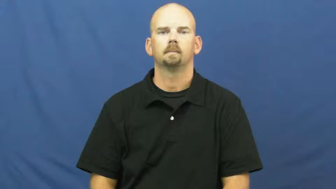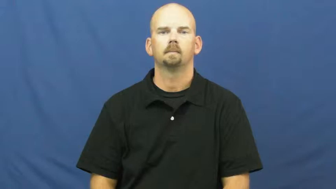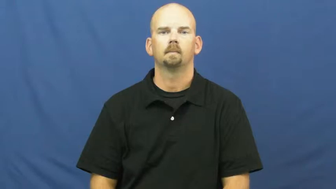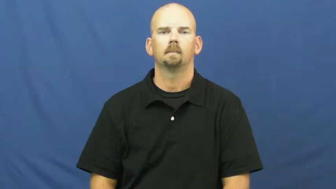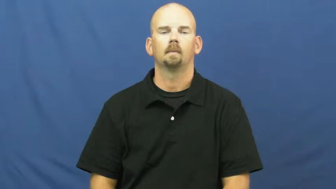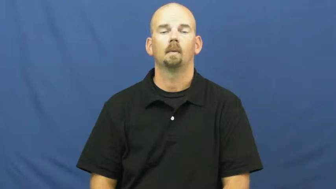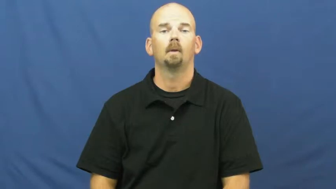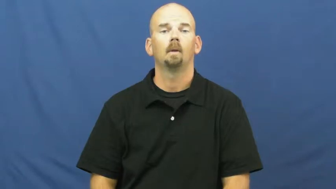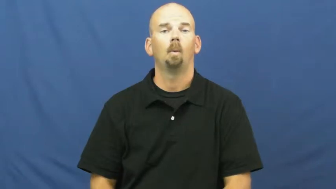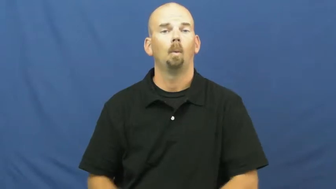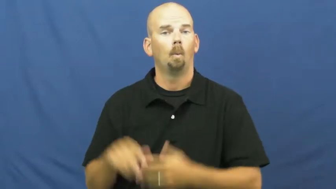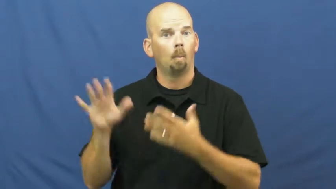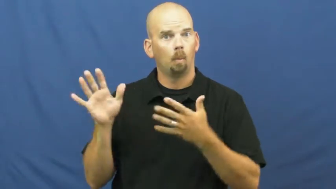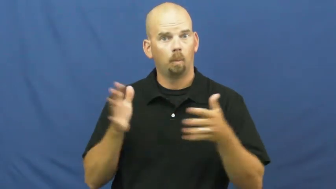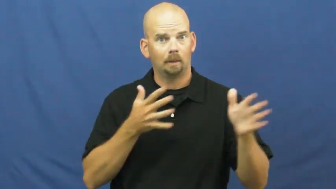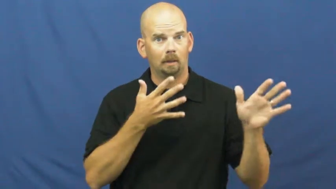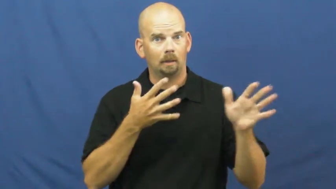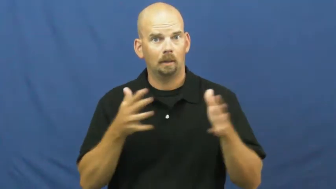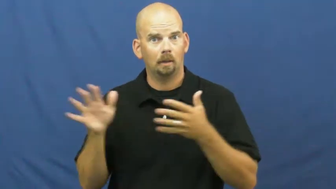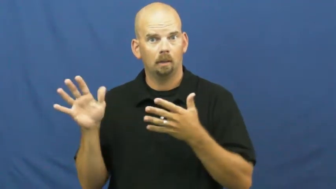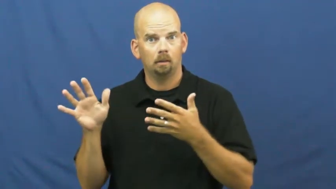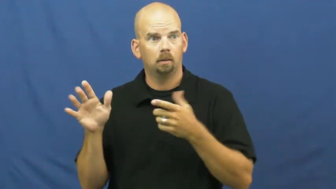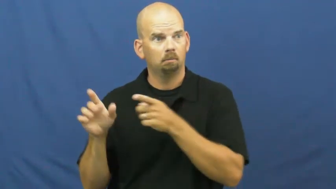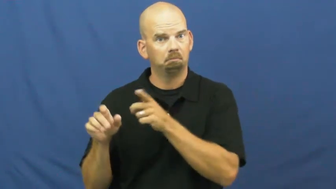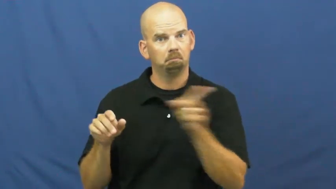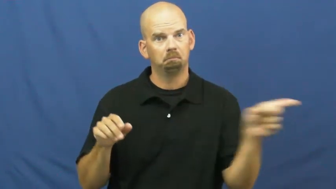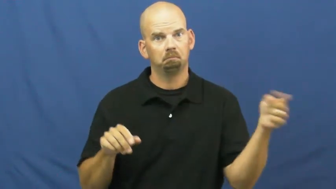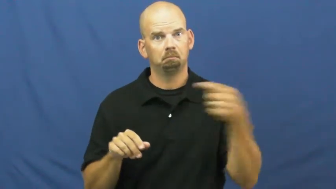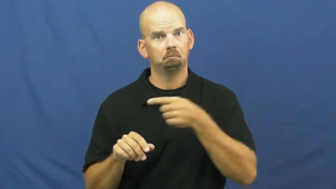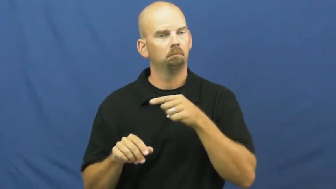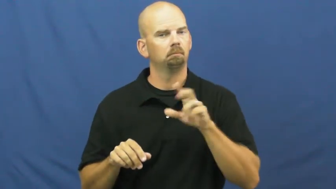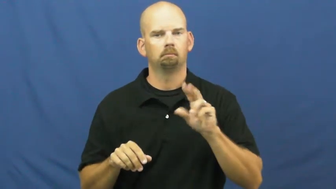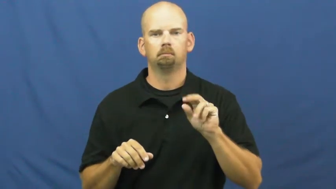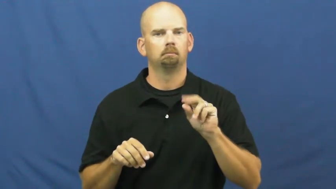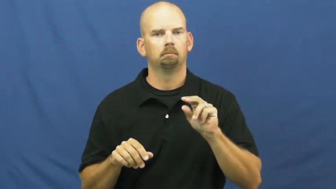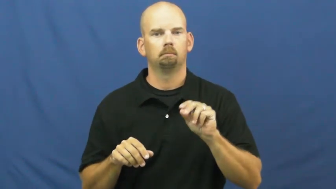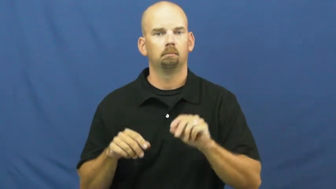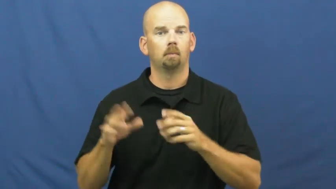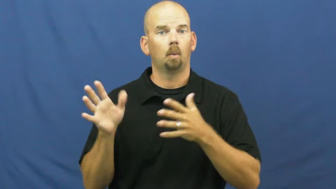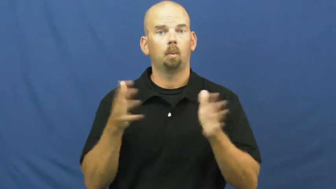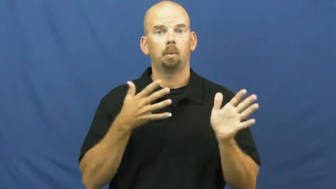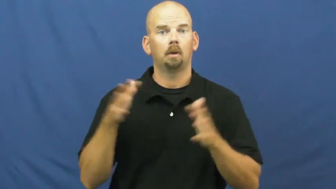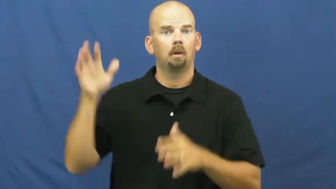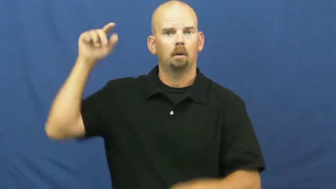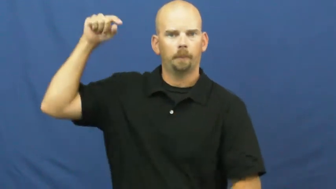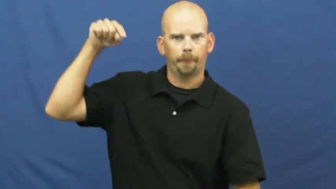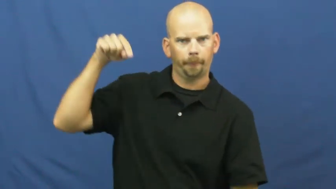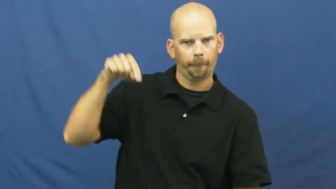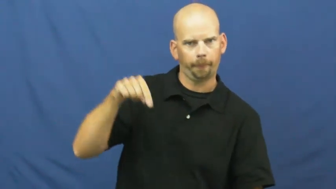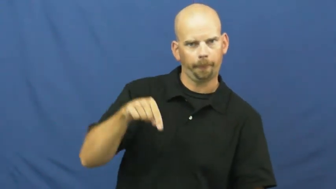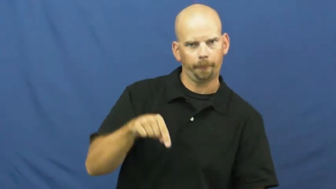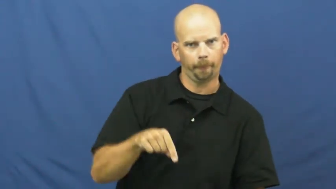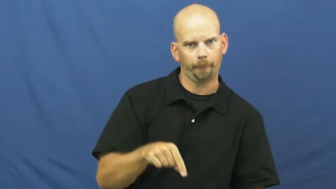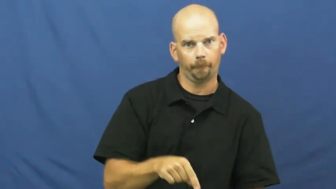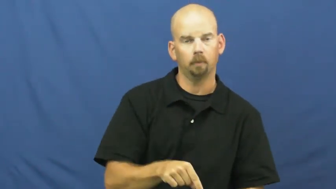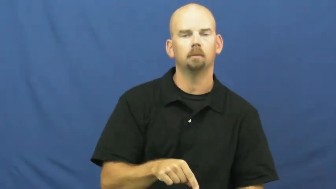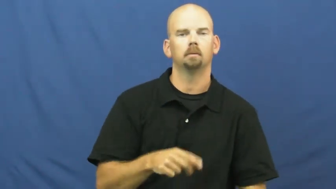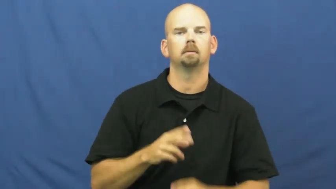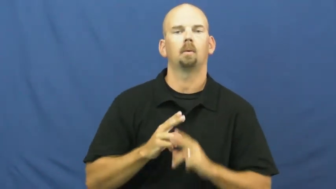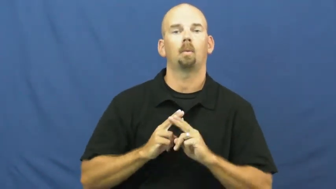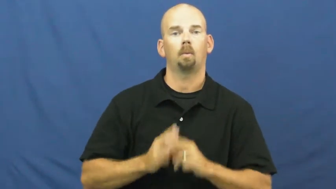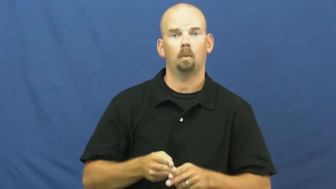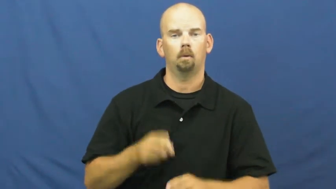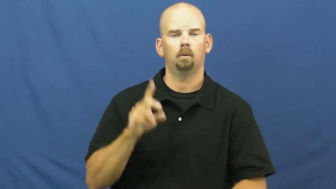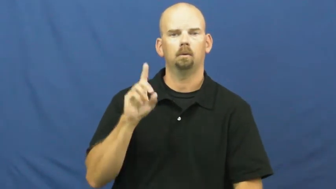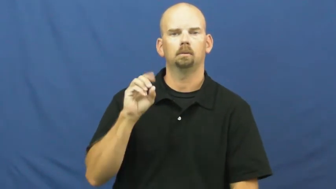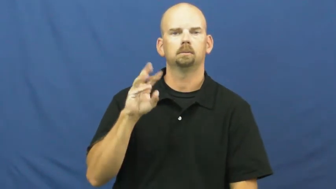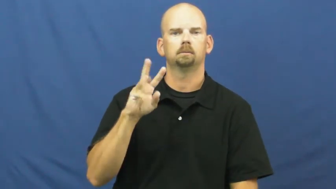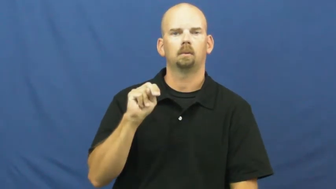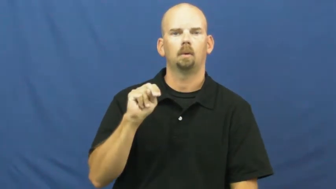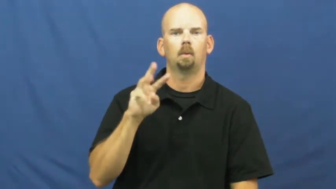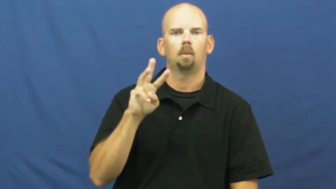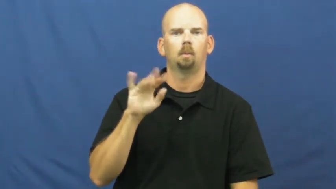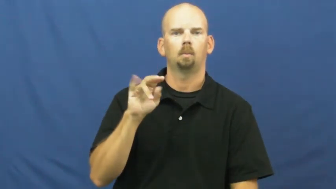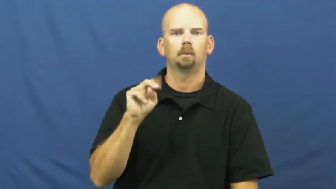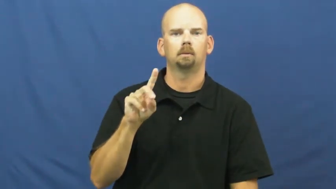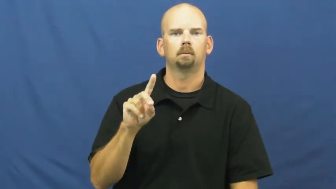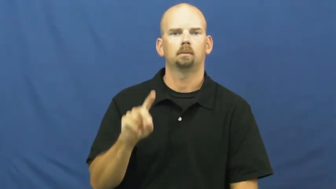downwind